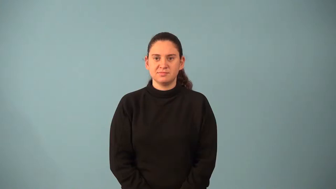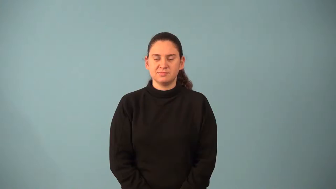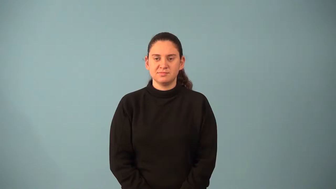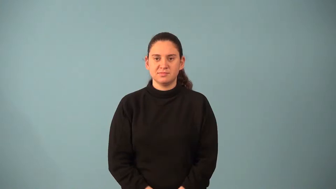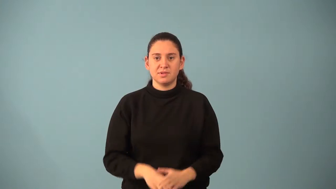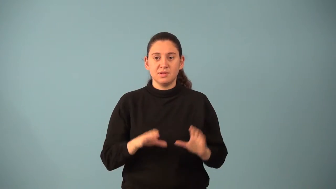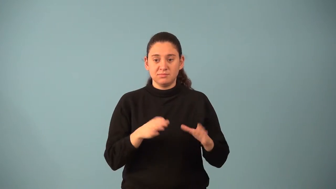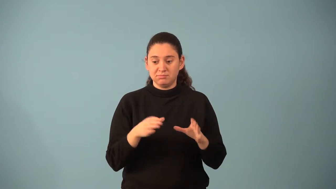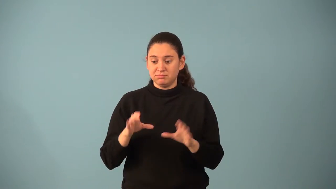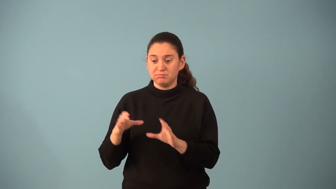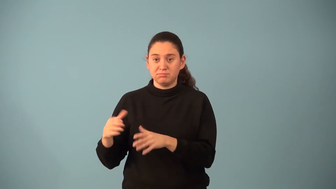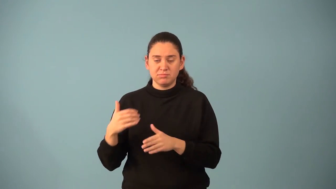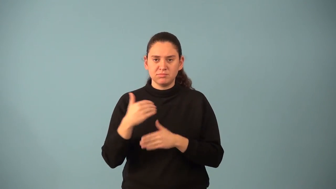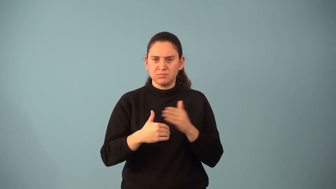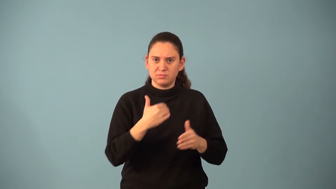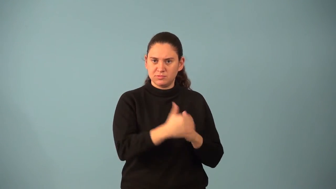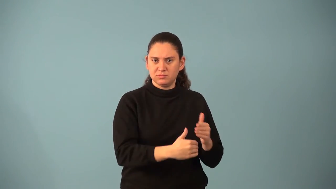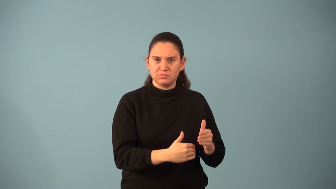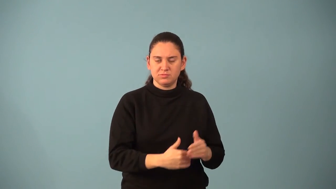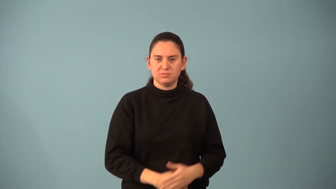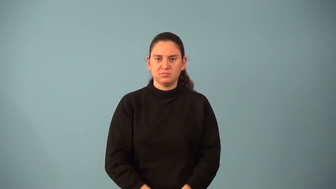permutation